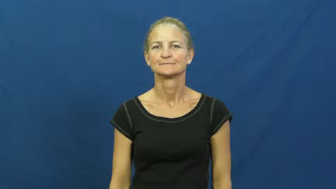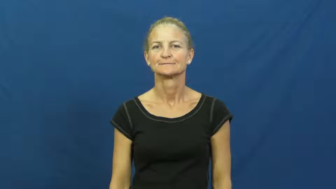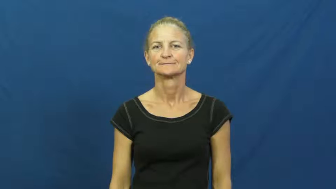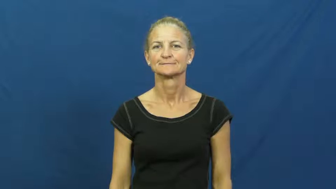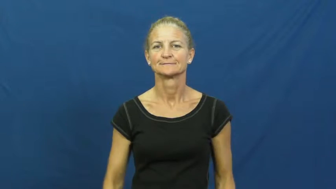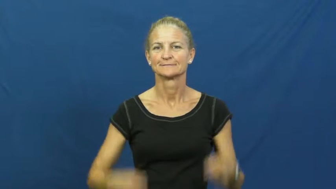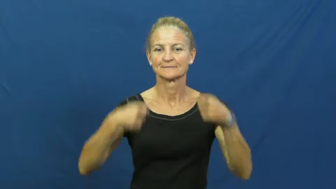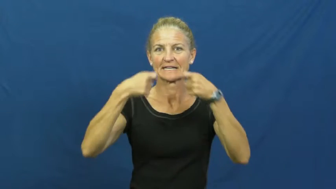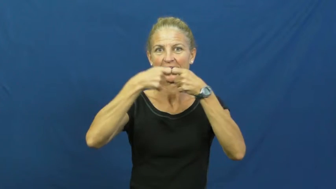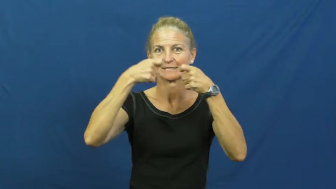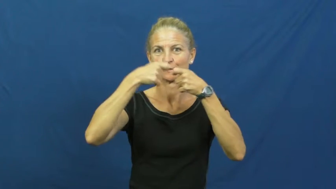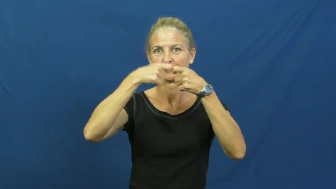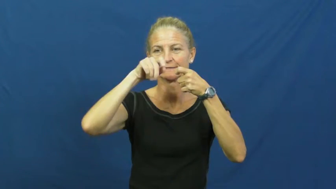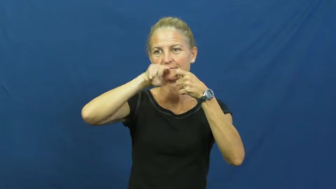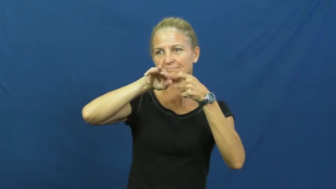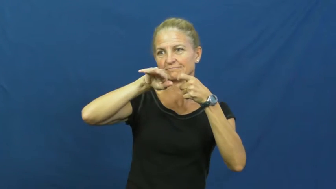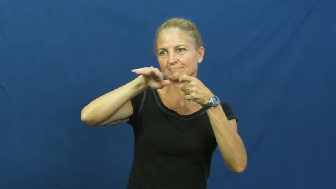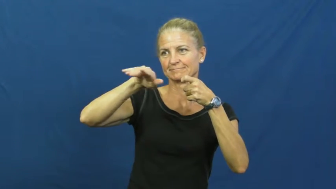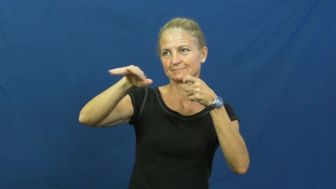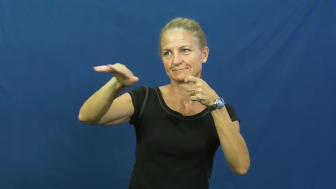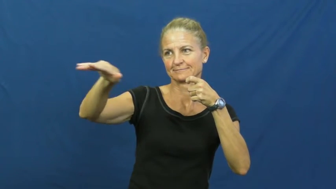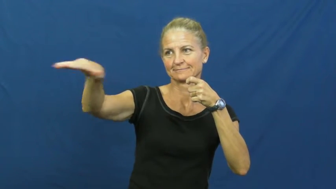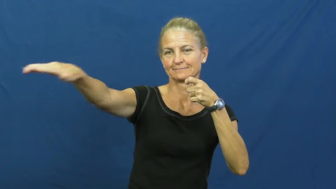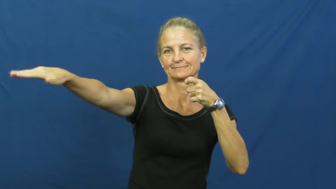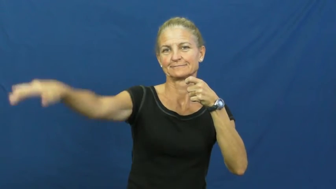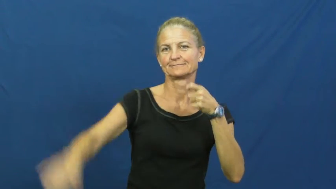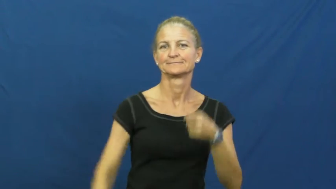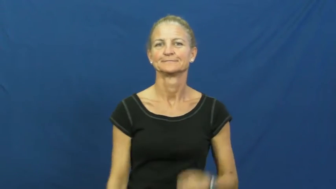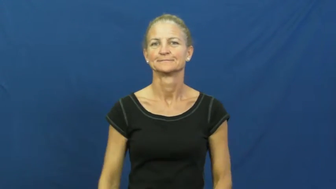current-electric